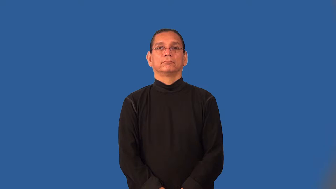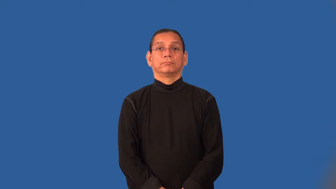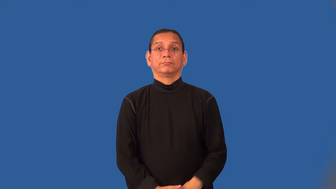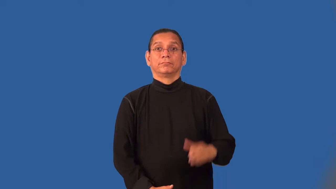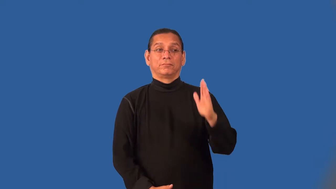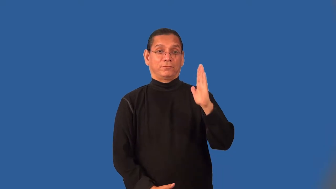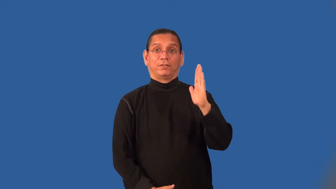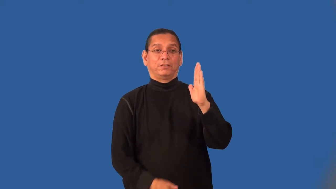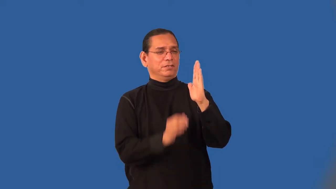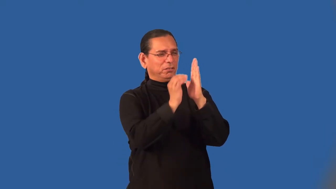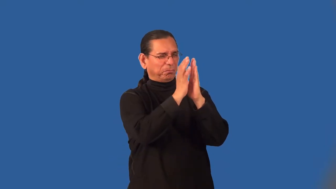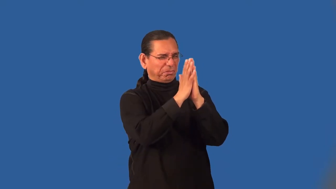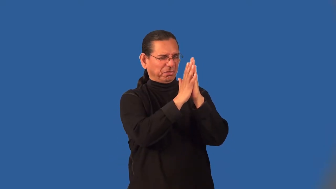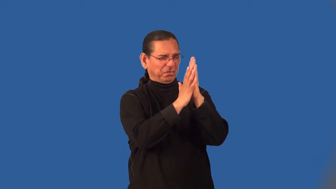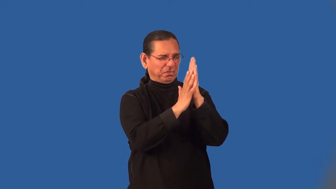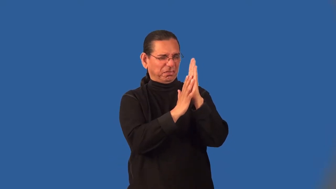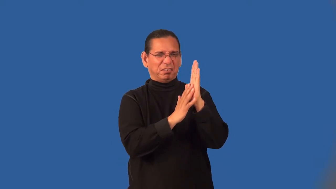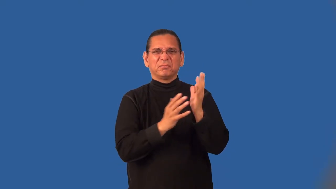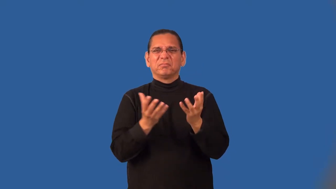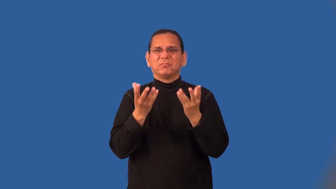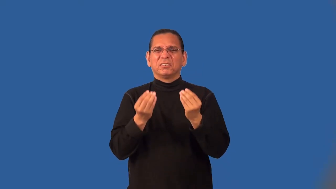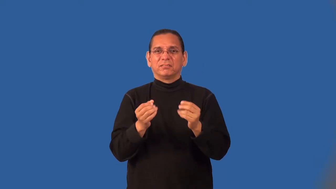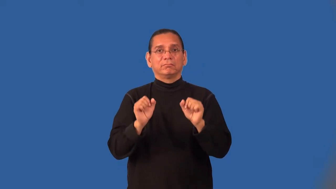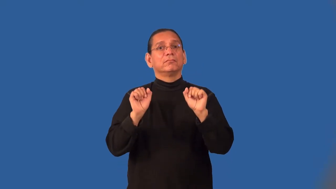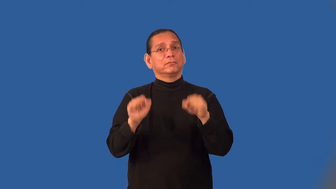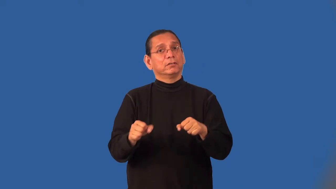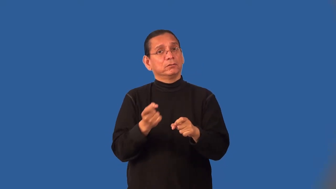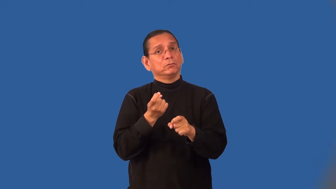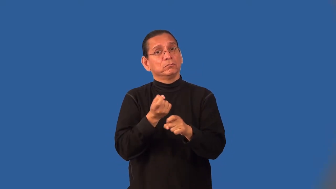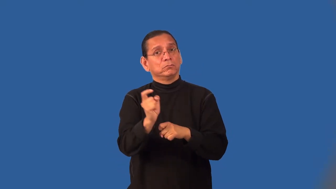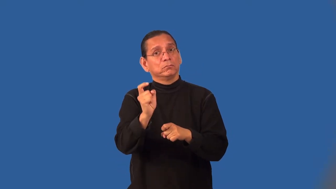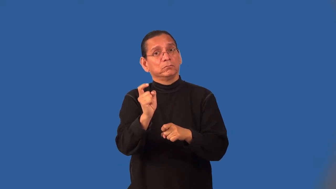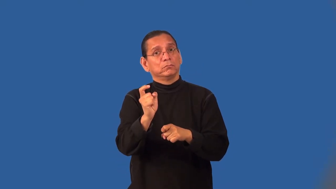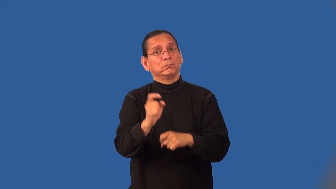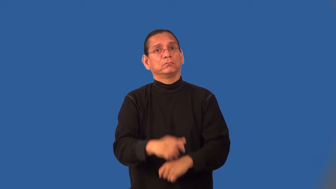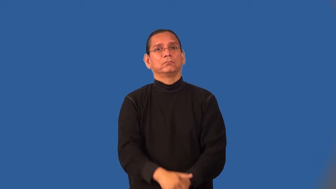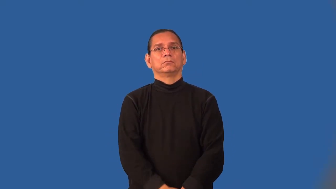mold-in house